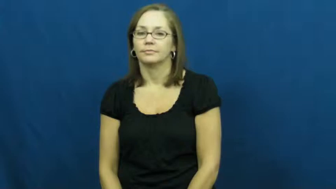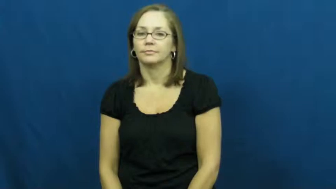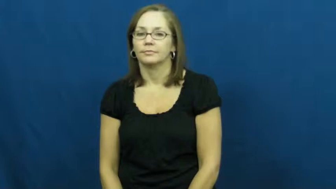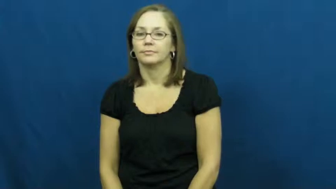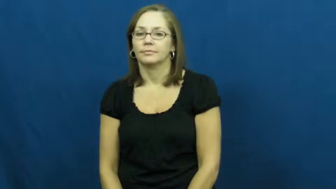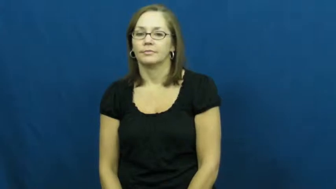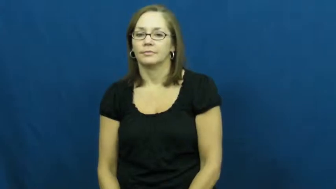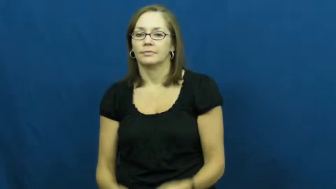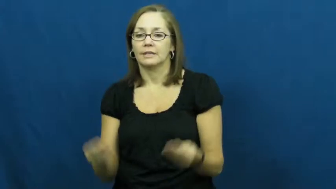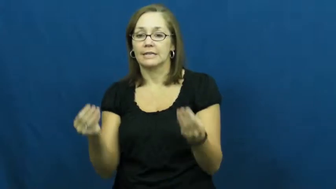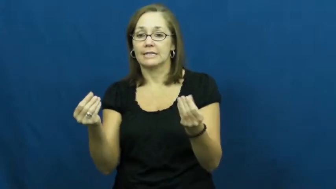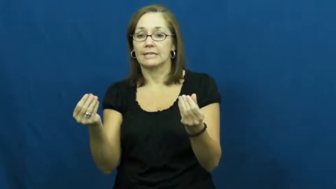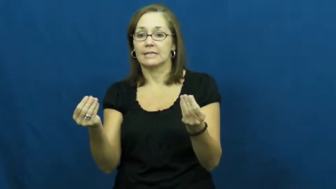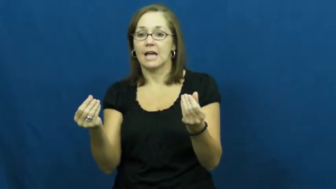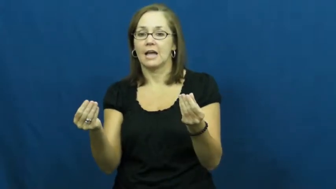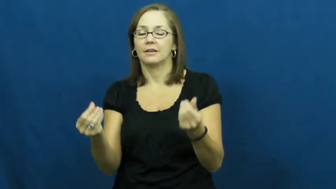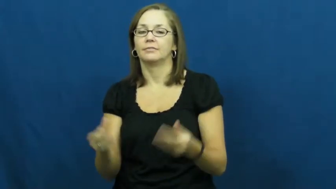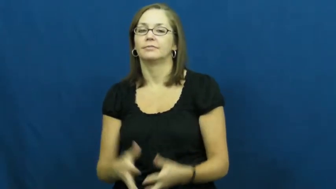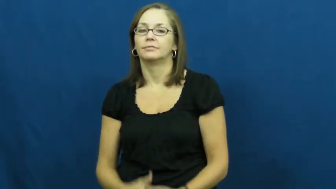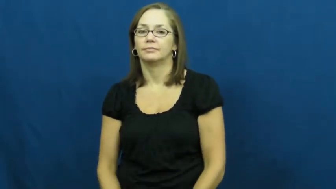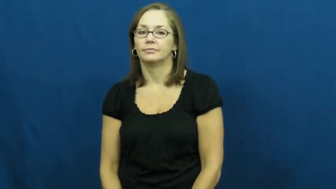sand,grit